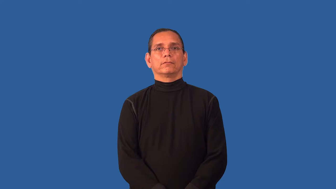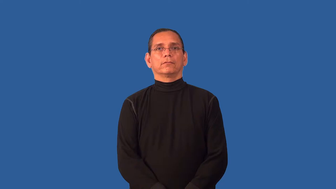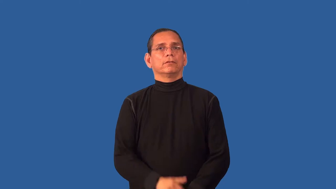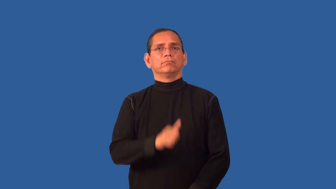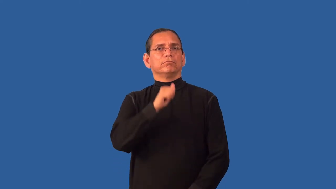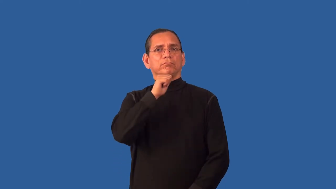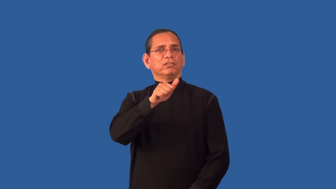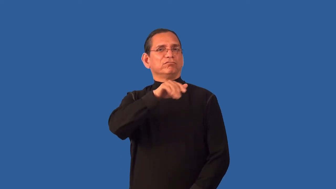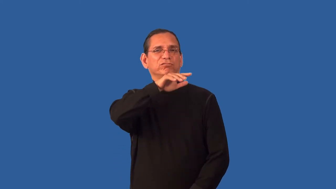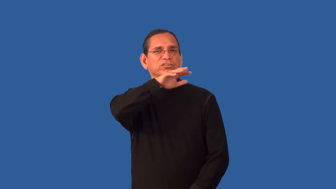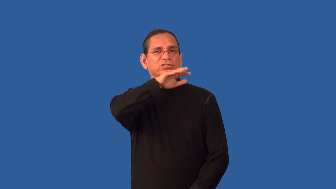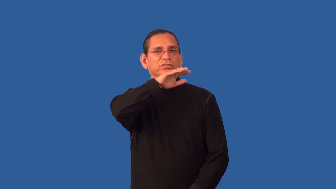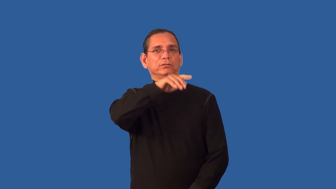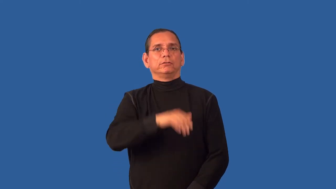untainted